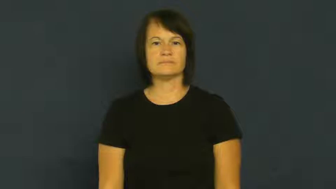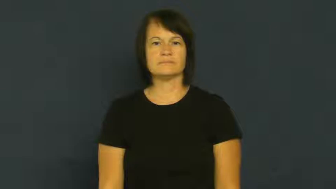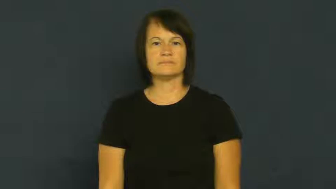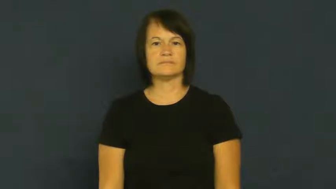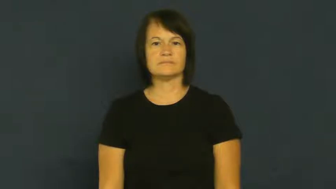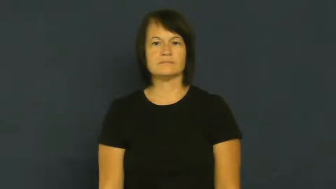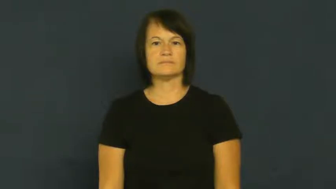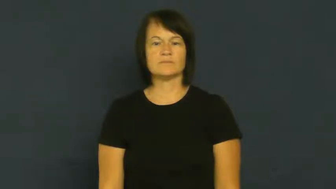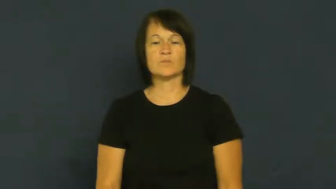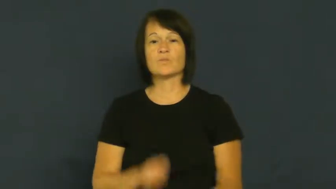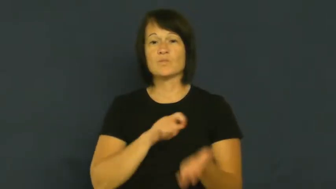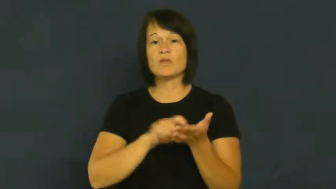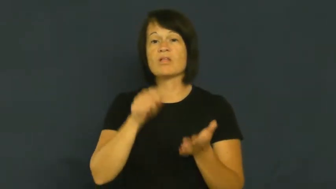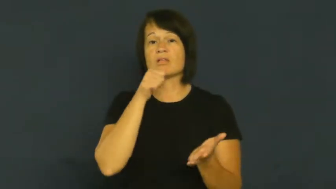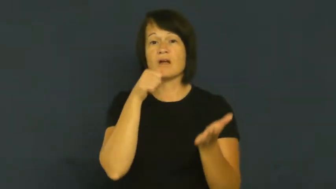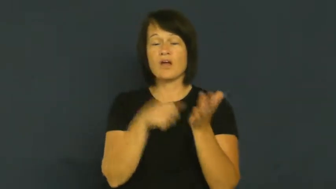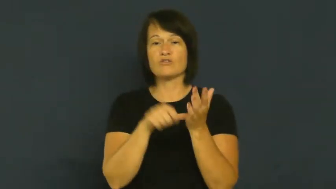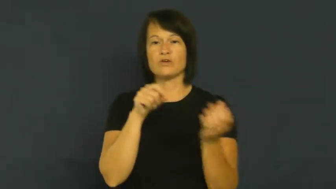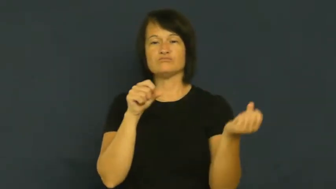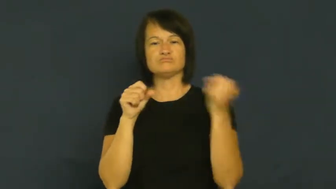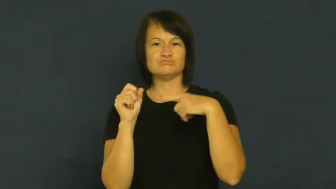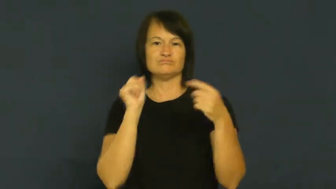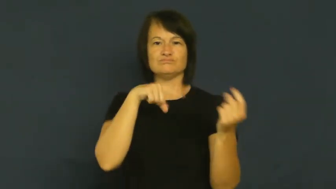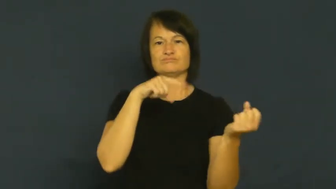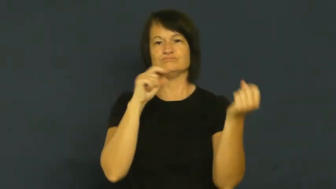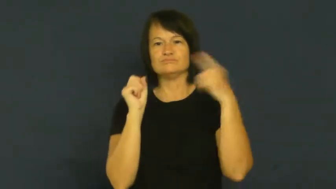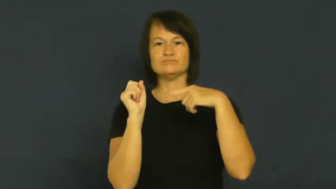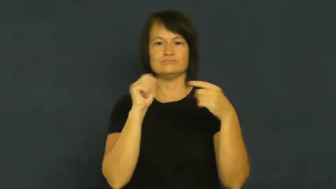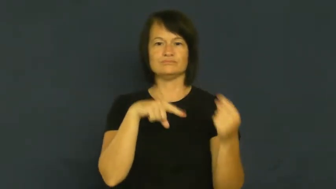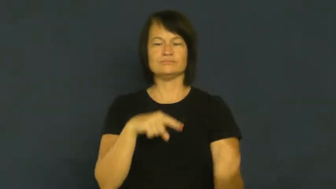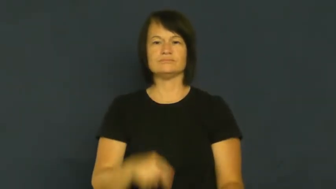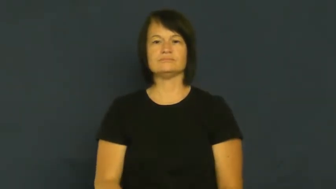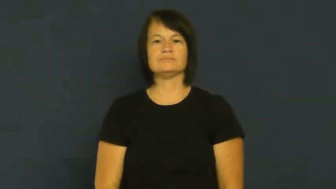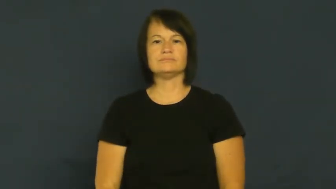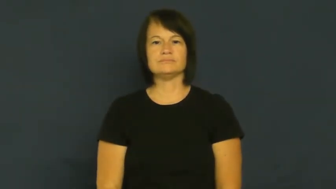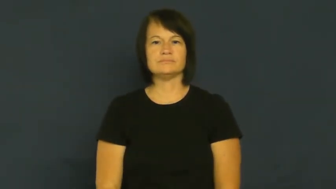correspond-write